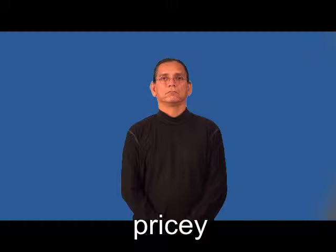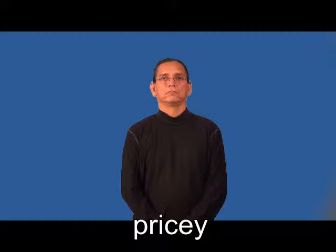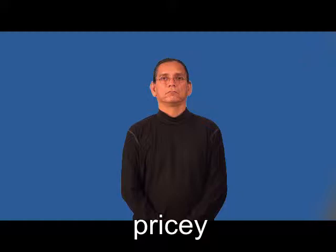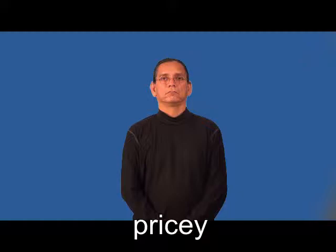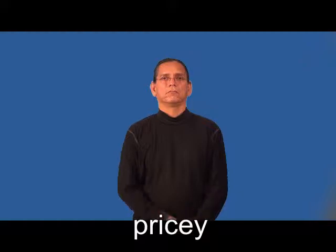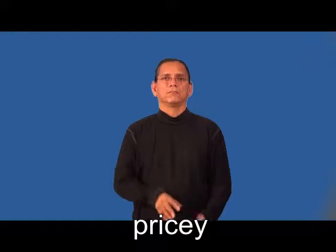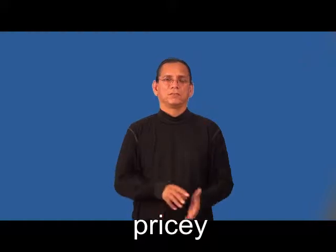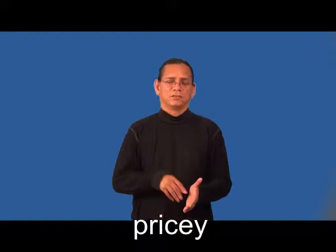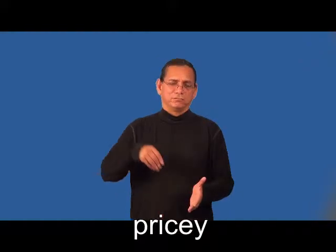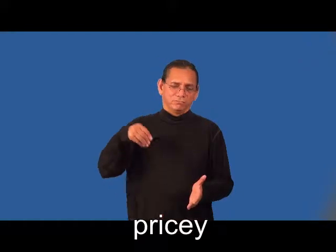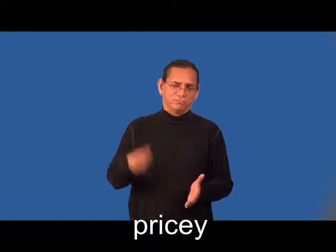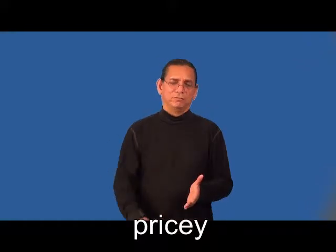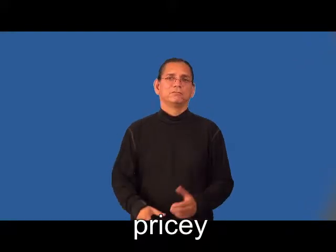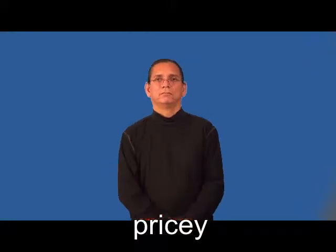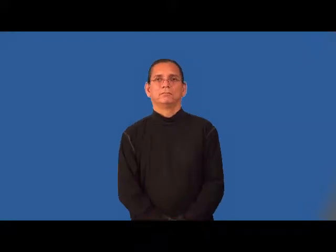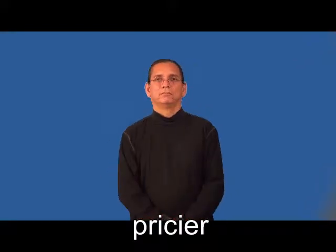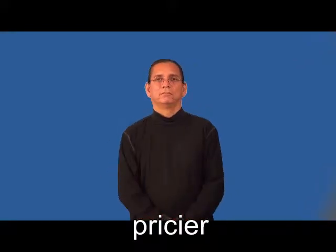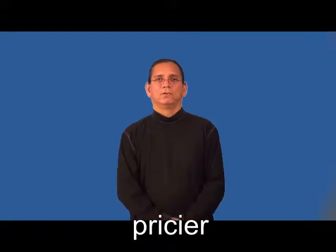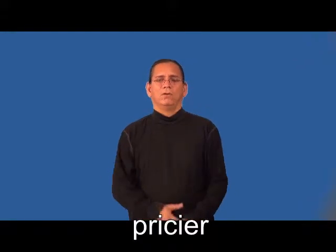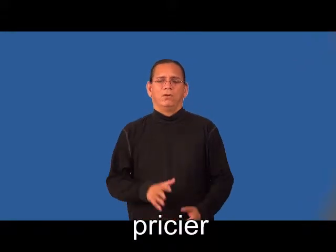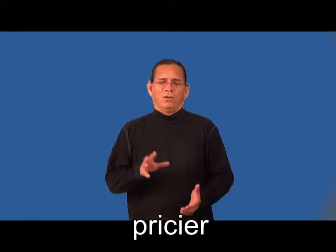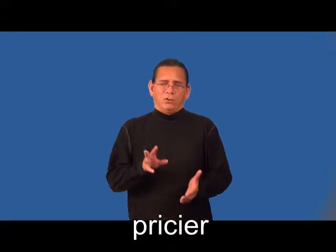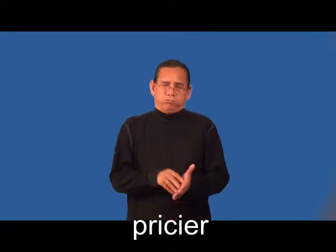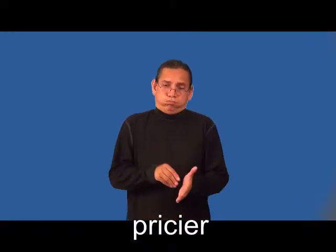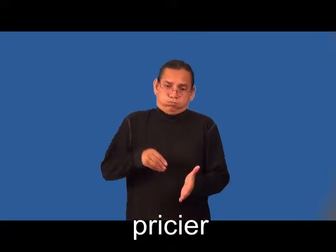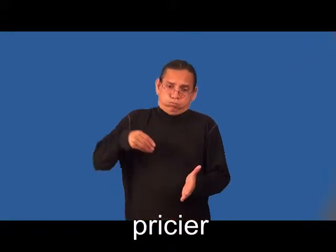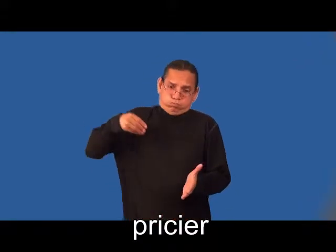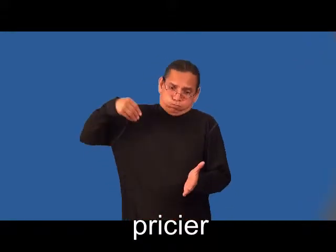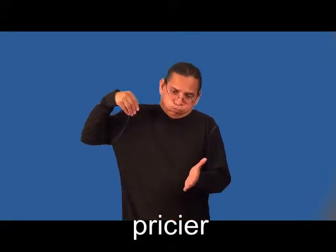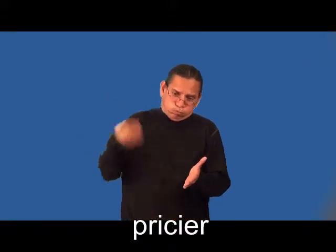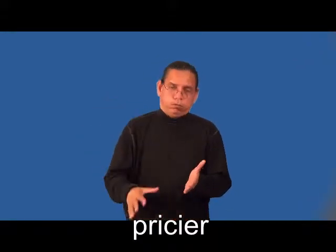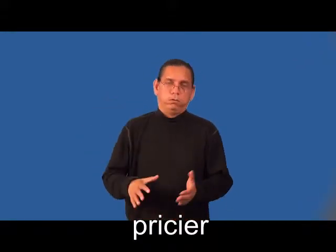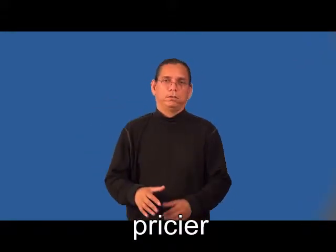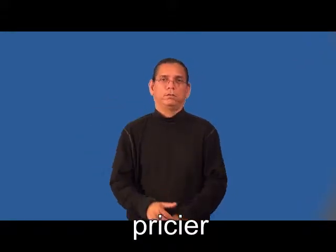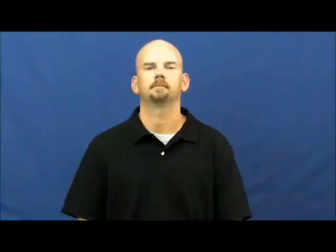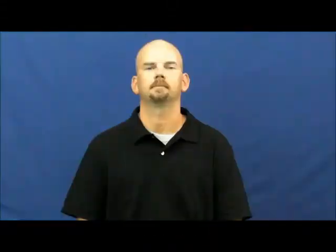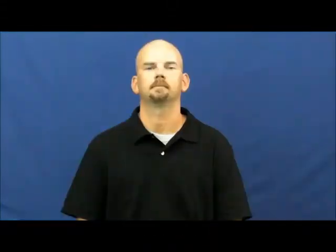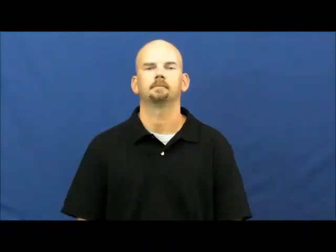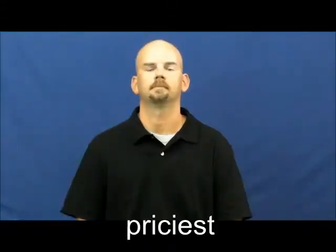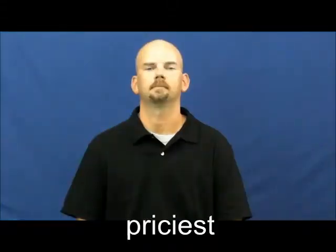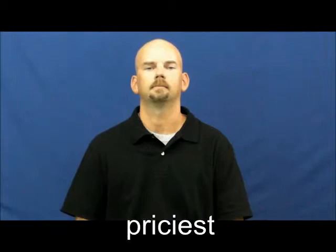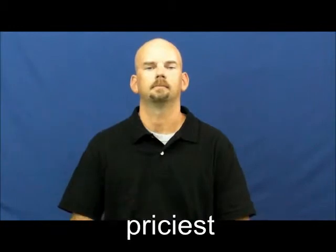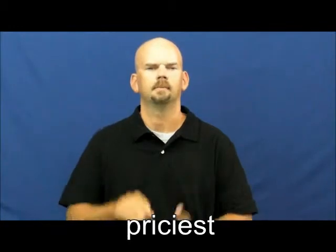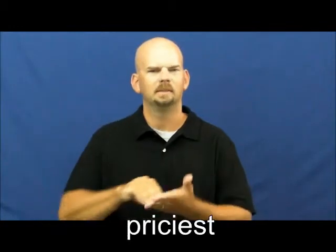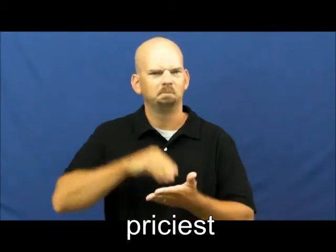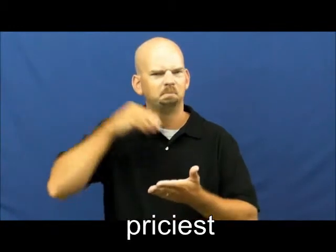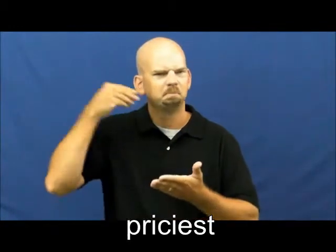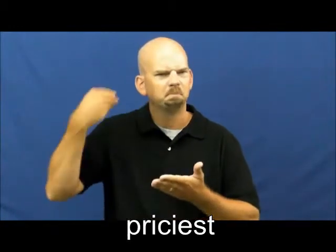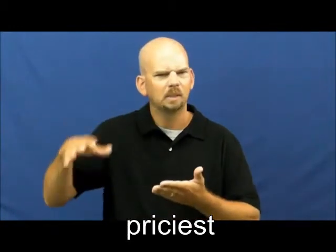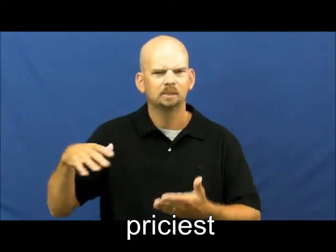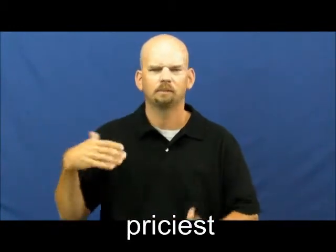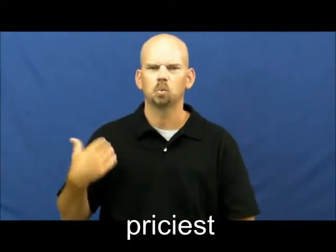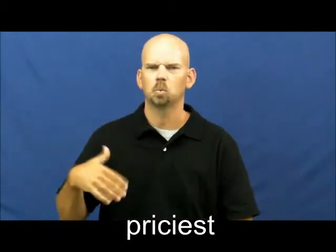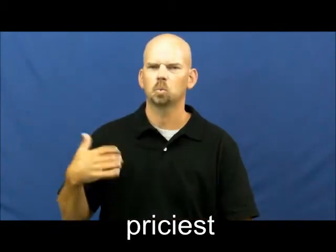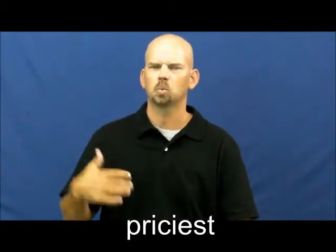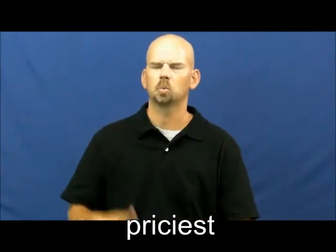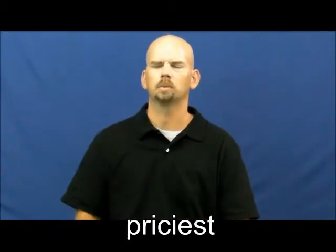pricier,priciest